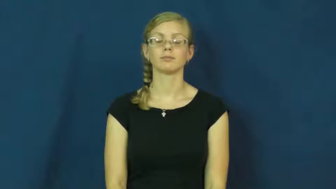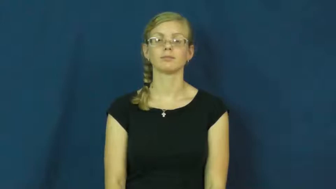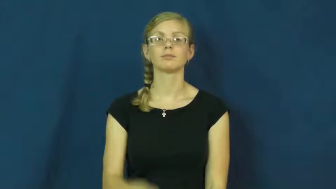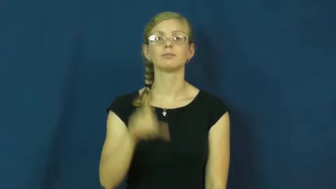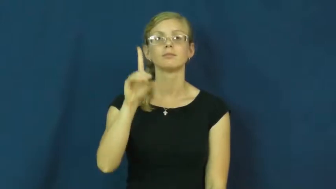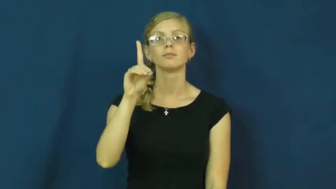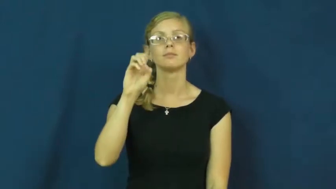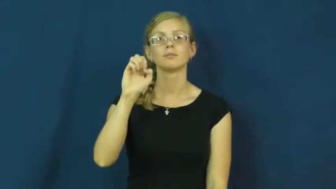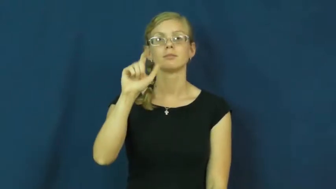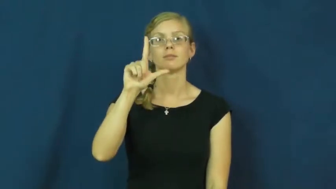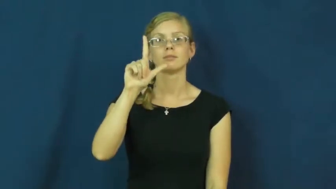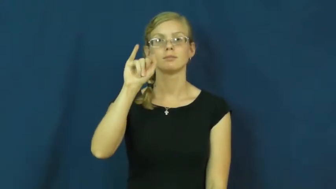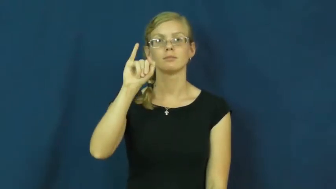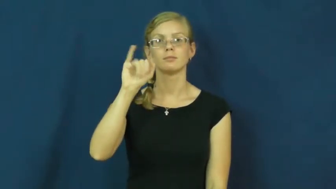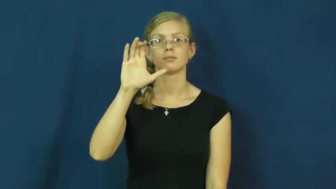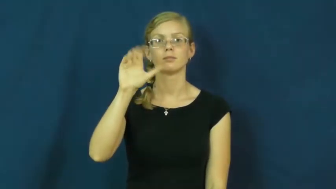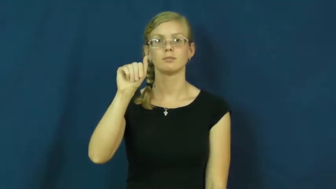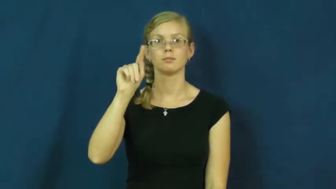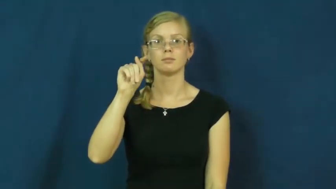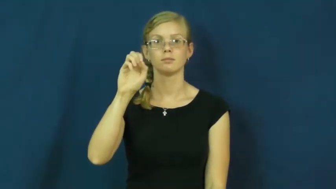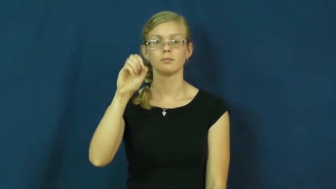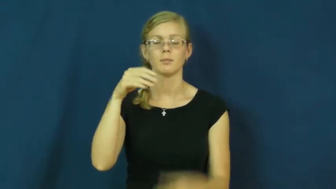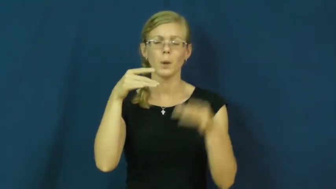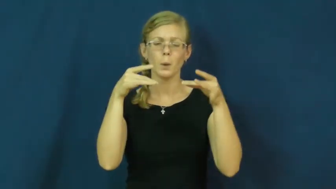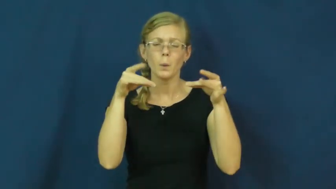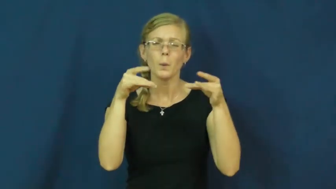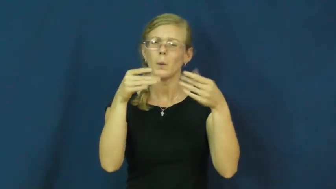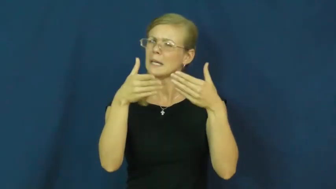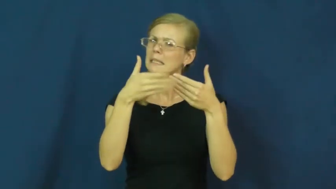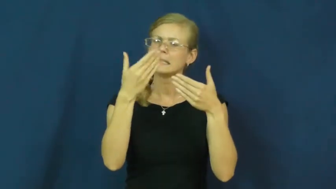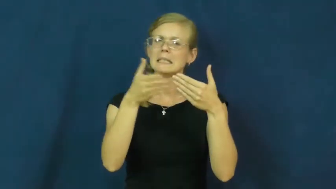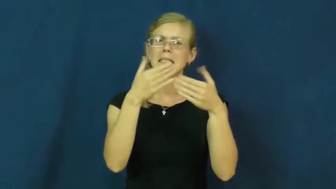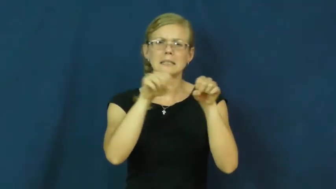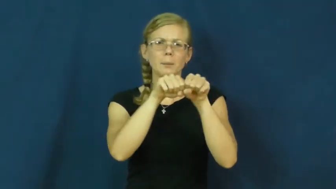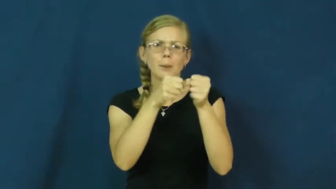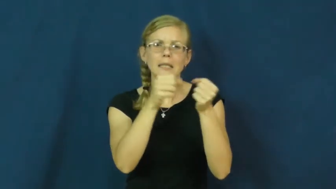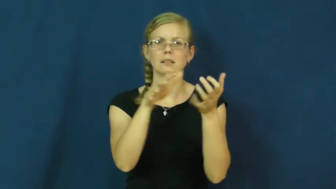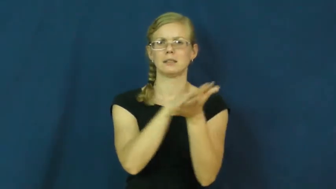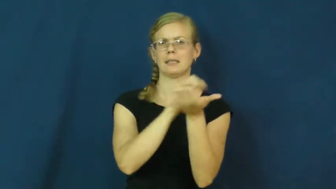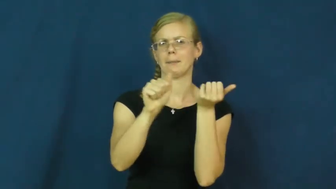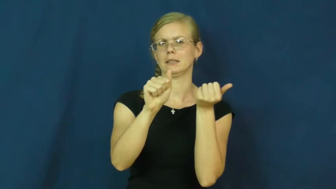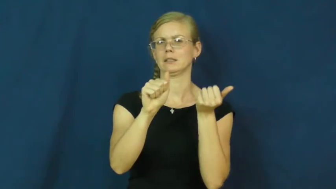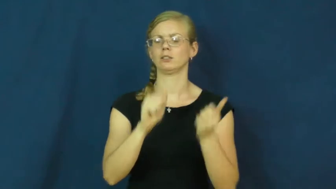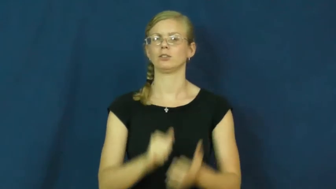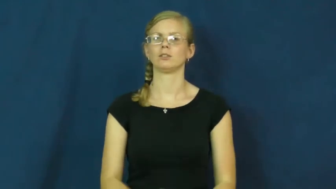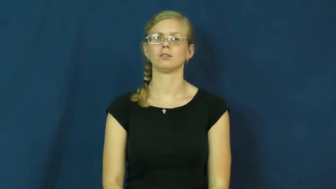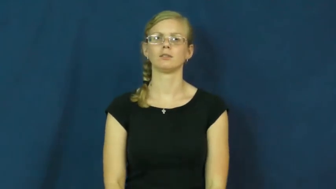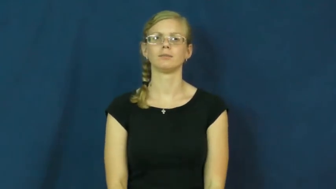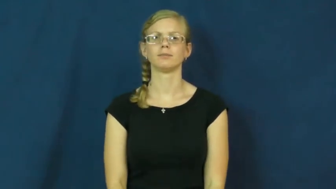delicate